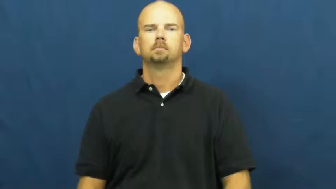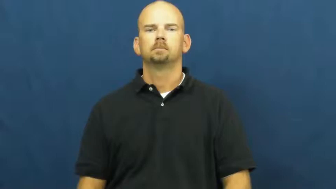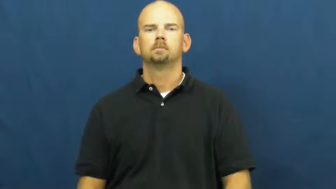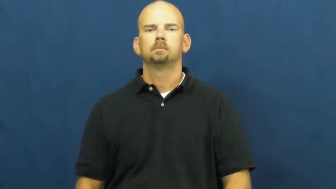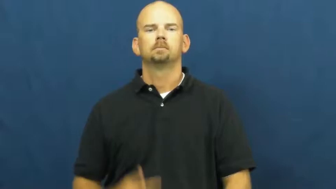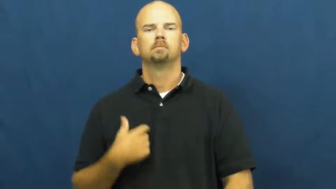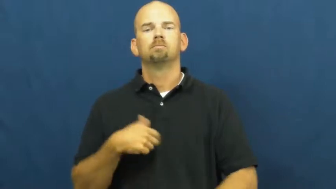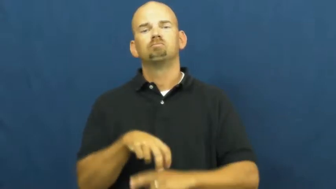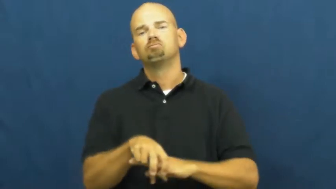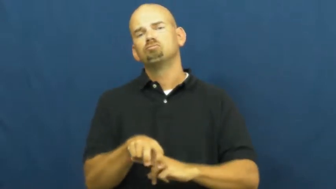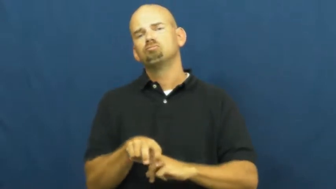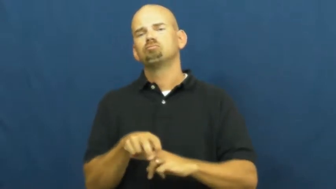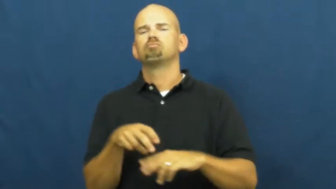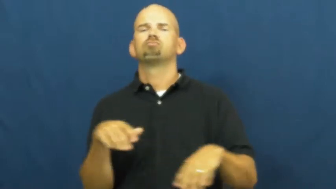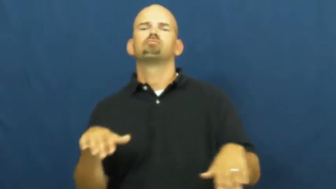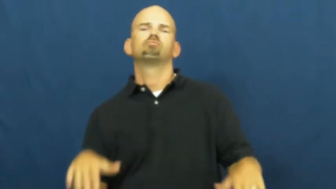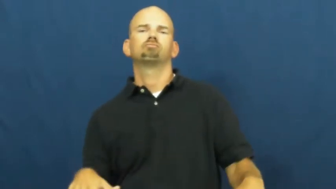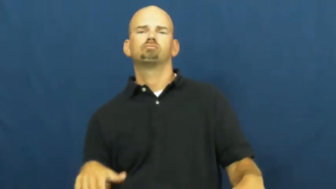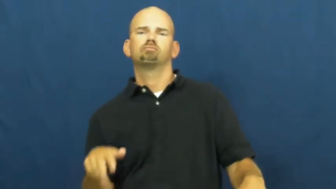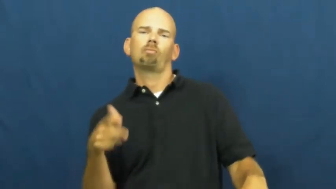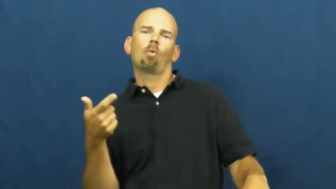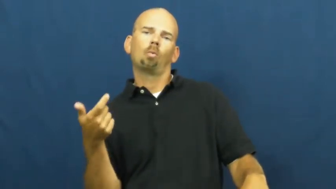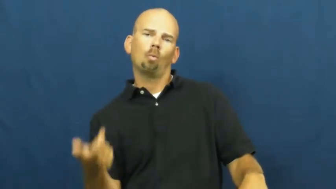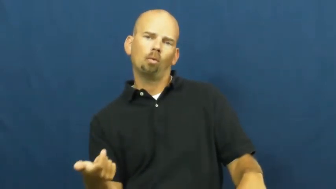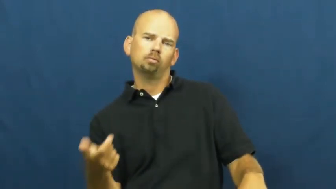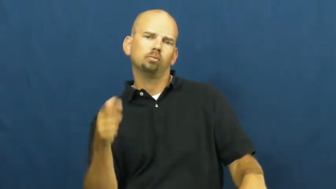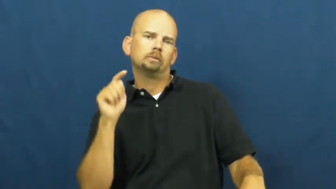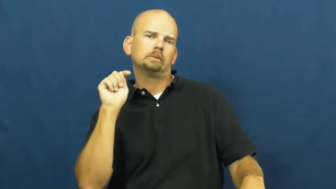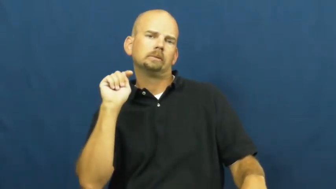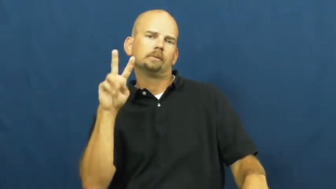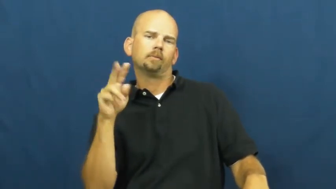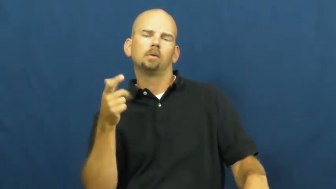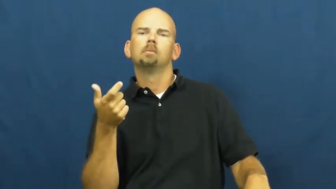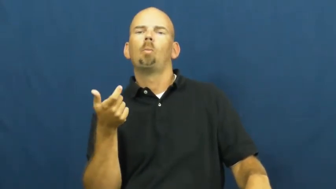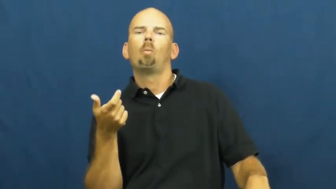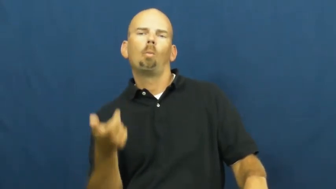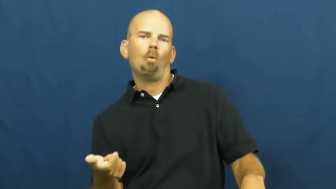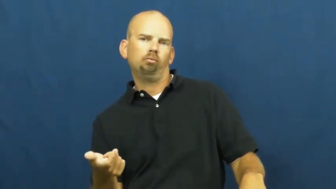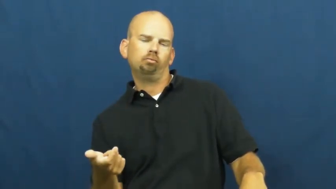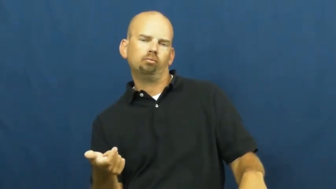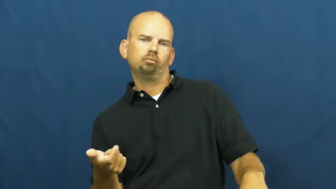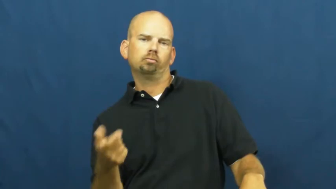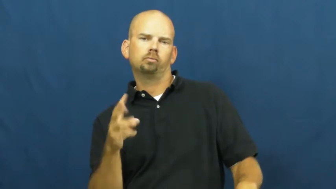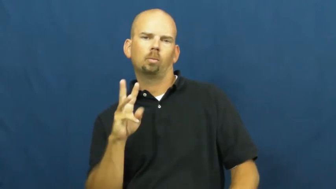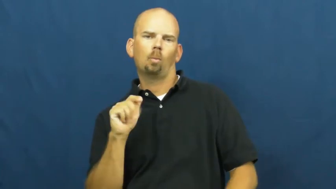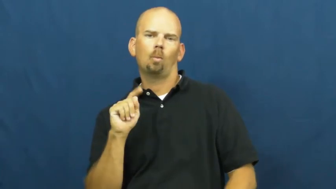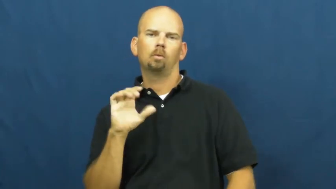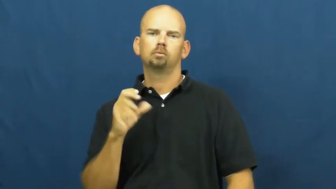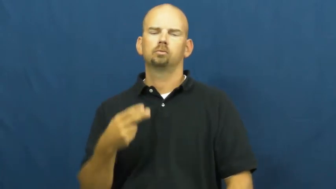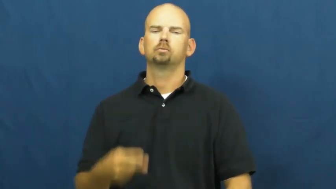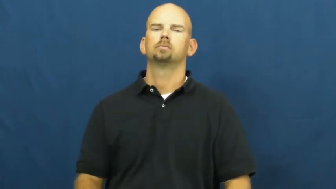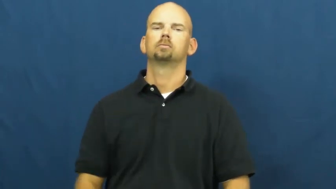watch,catch-tv